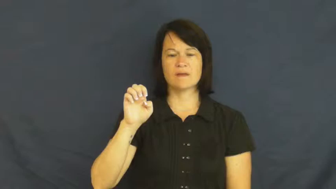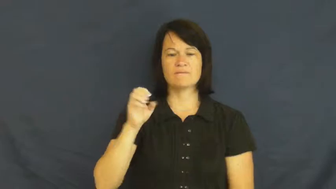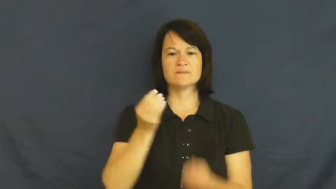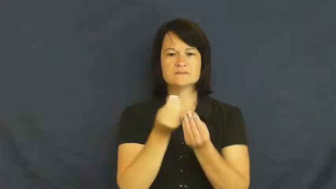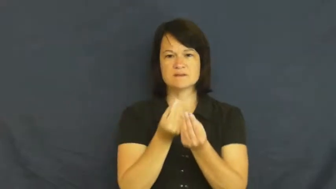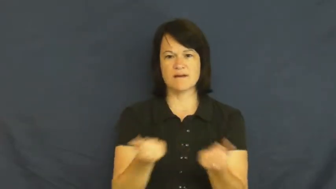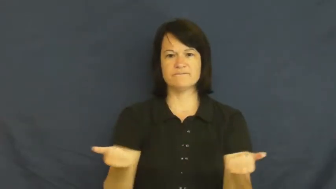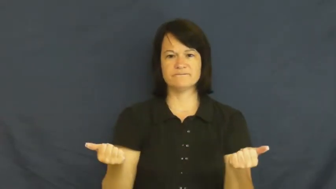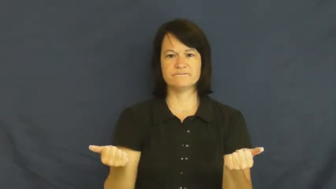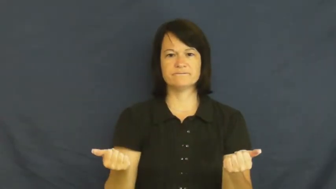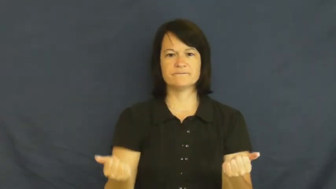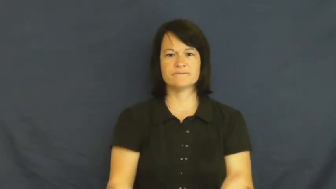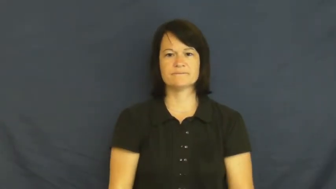sort out-problem